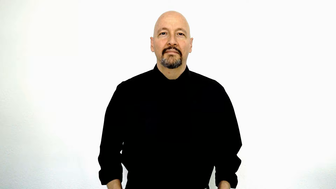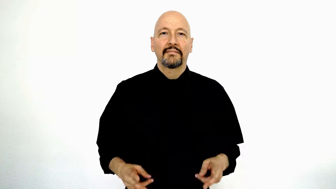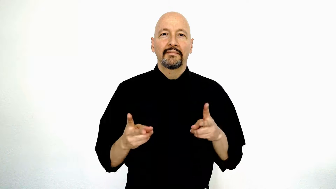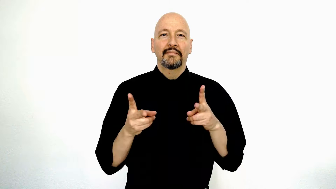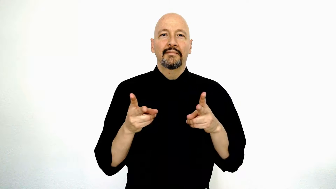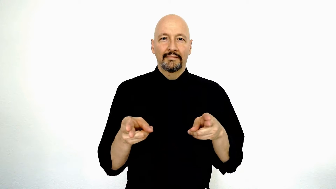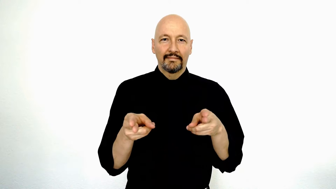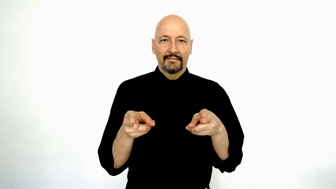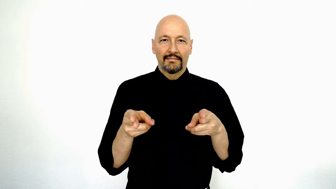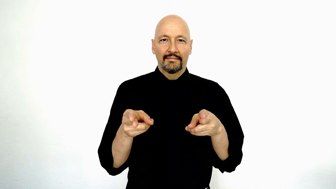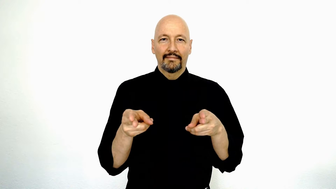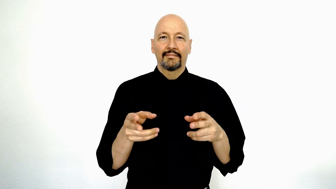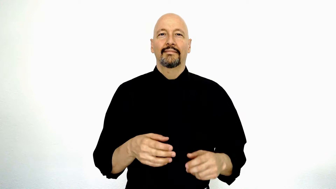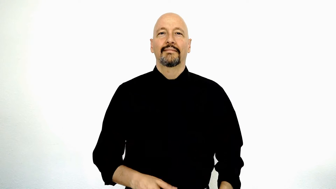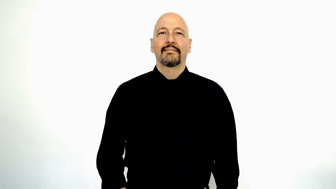clip (two hand scissor version)